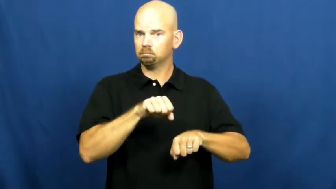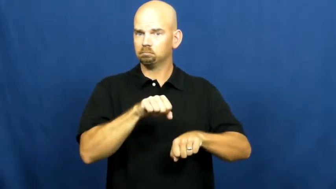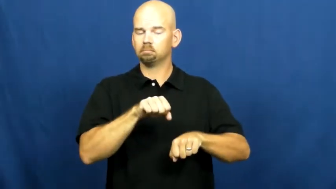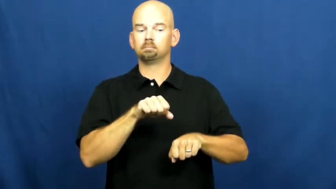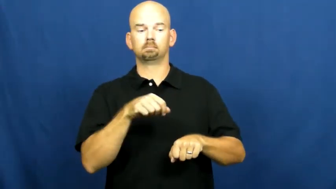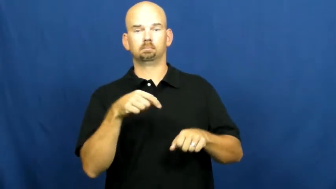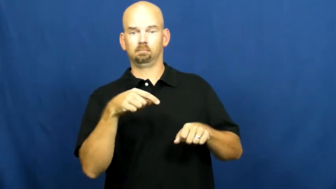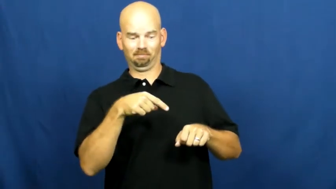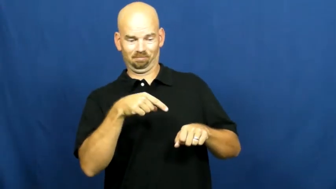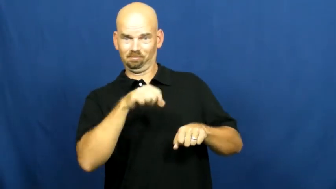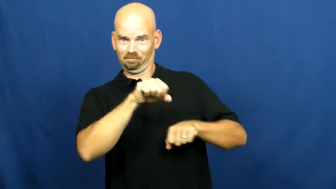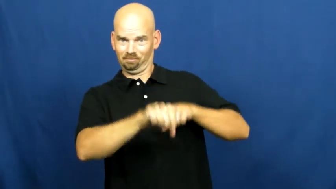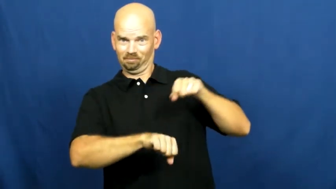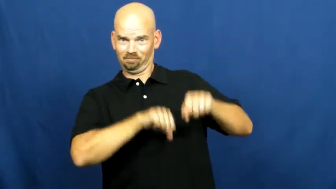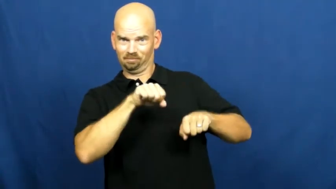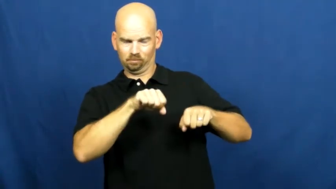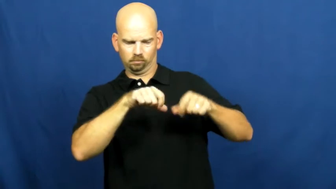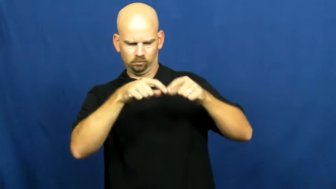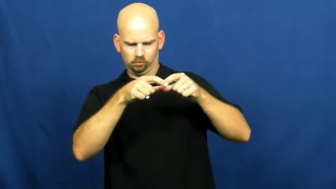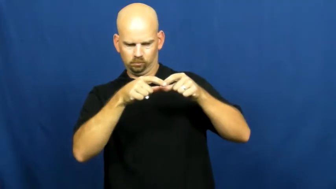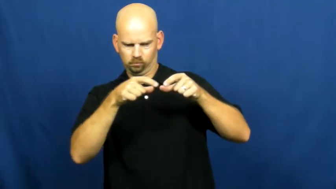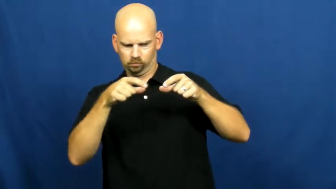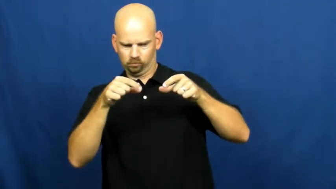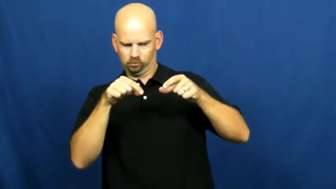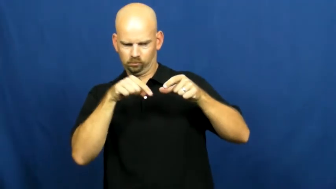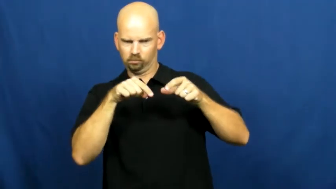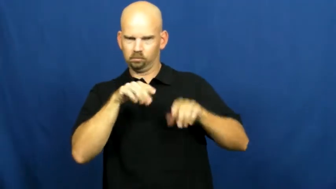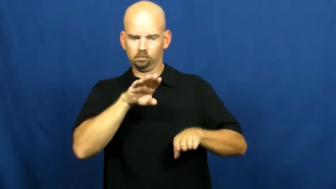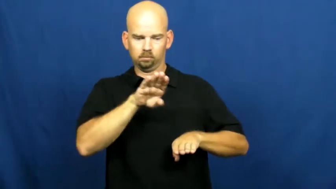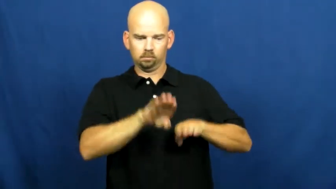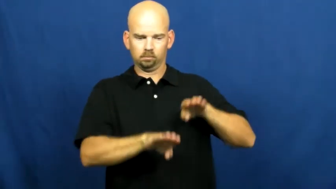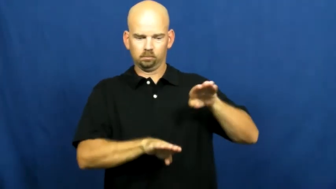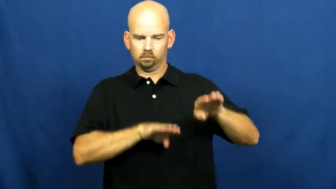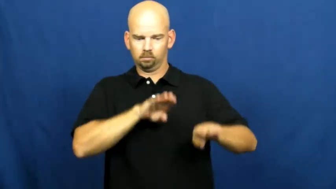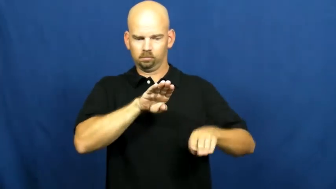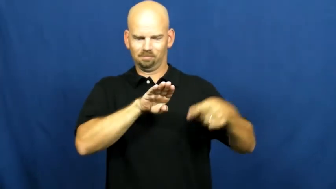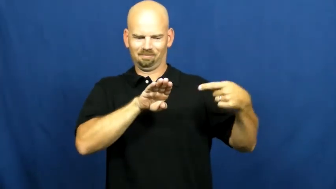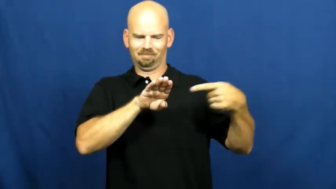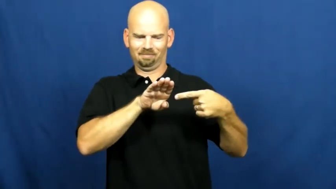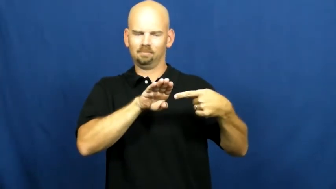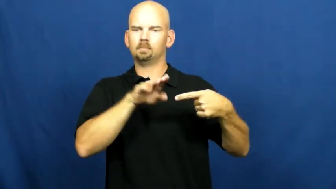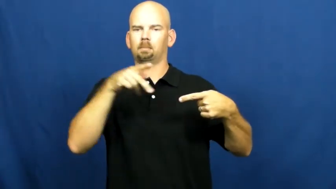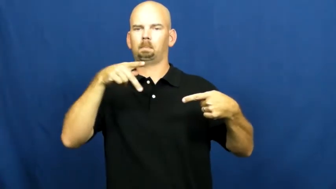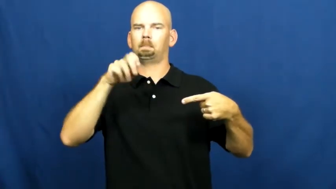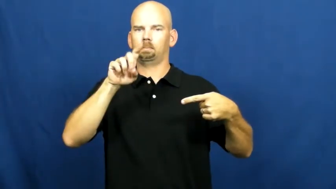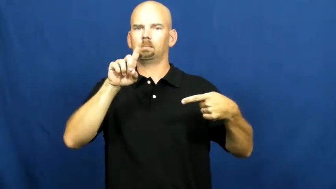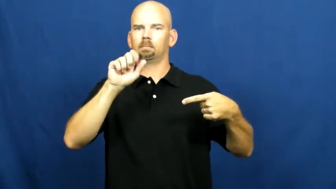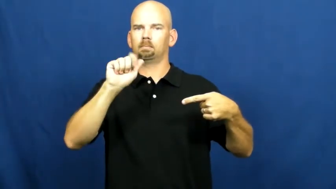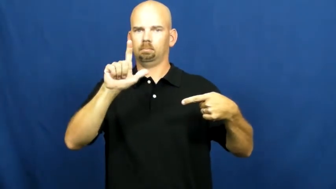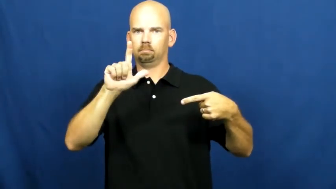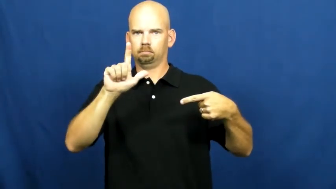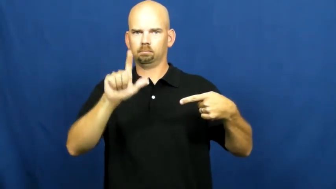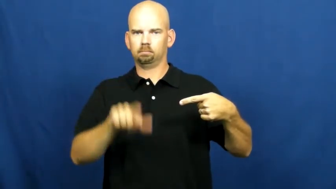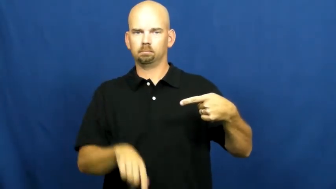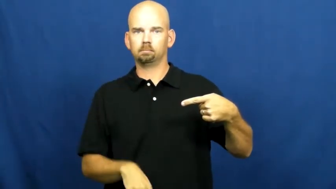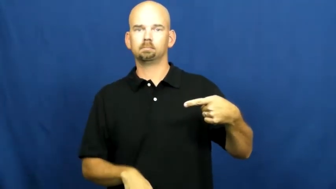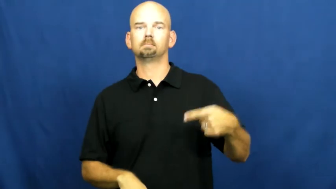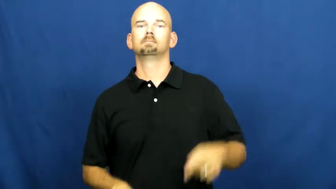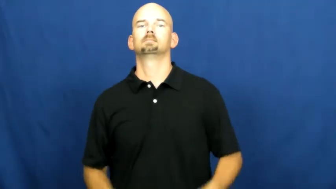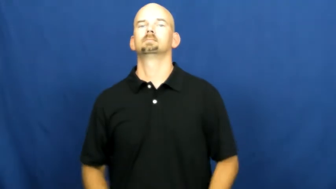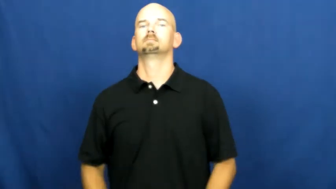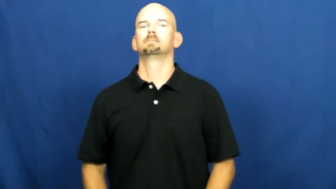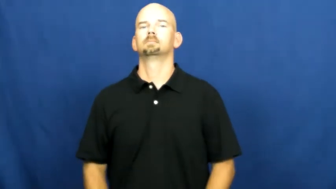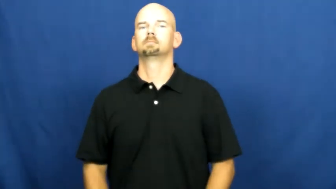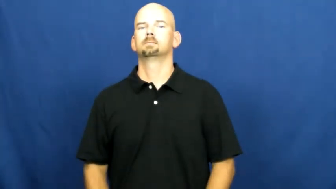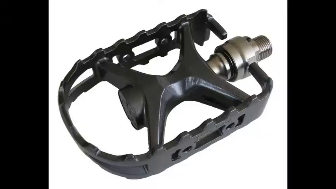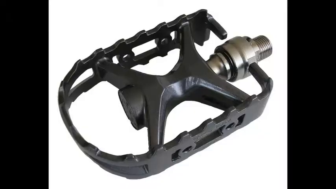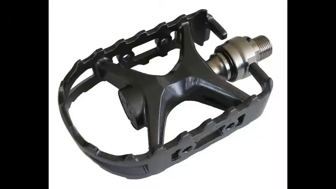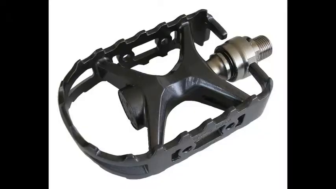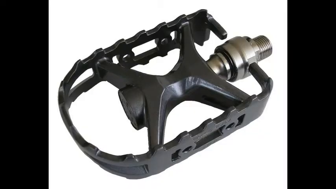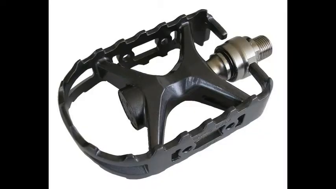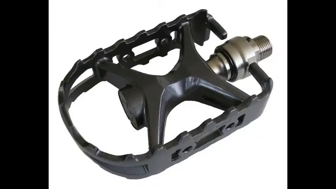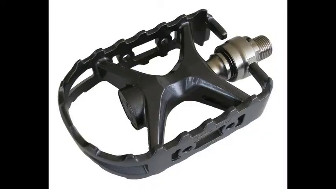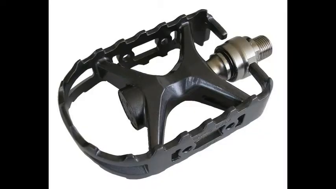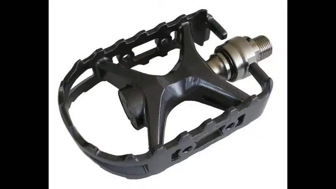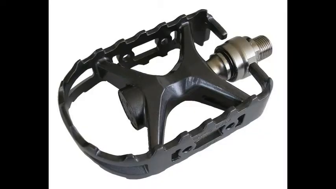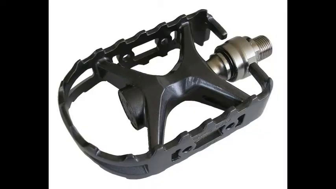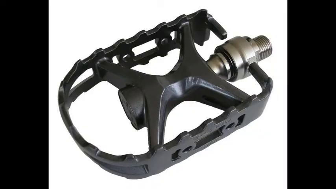Pedal-bike